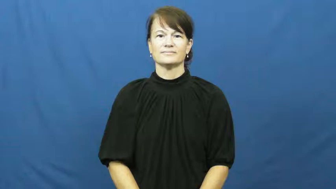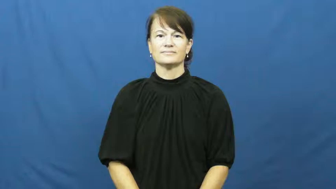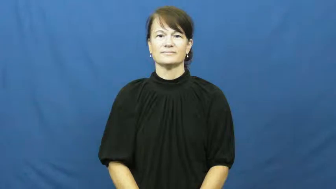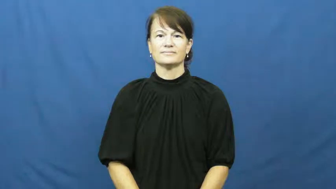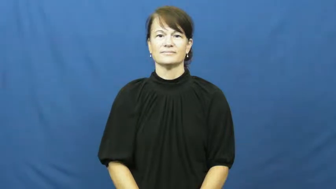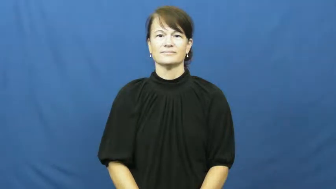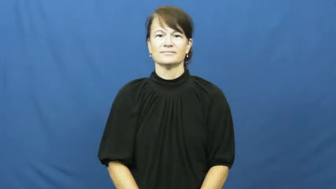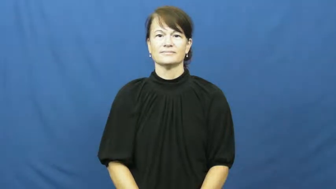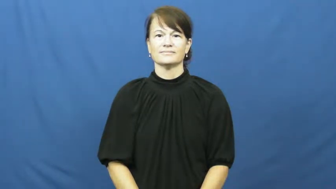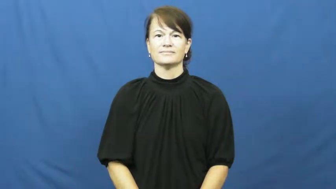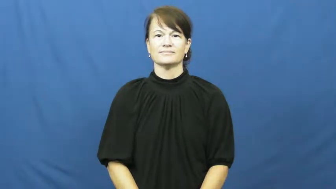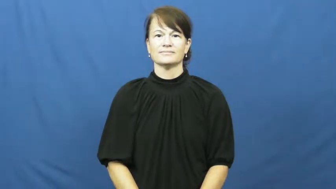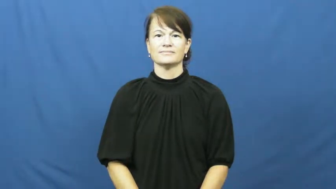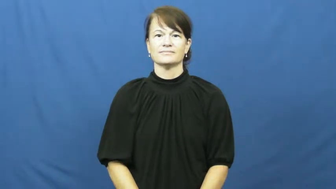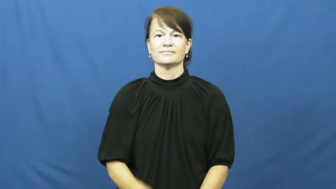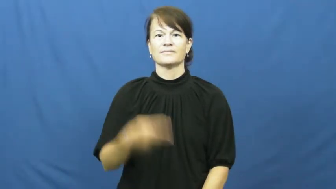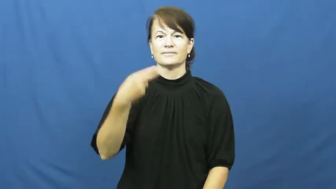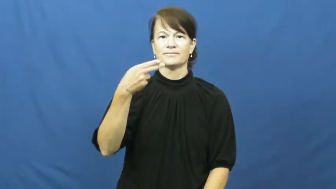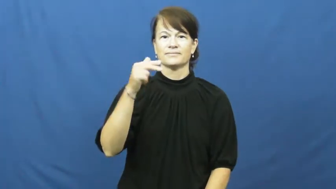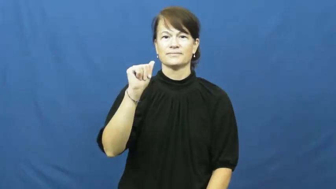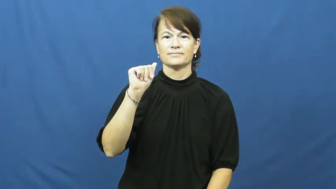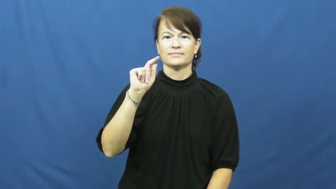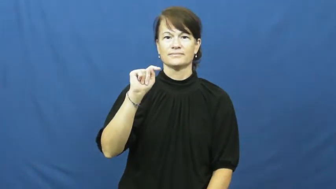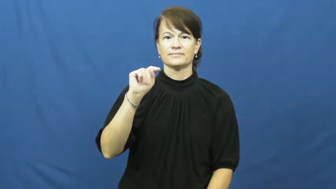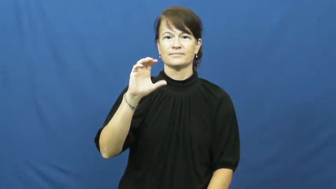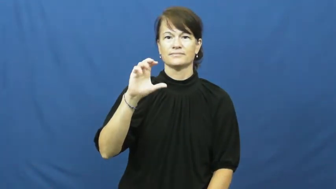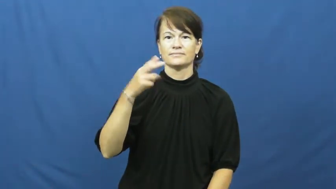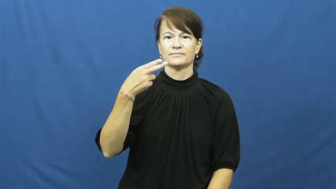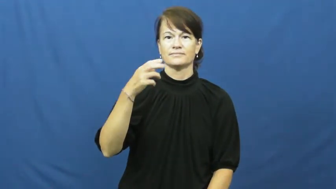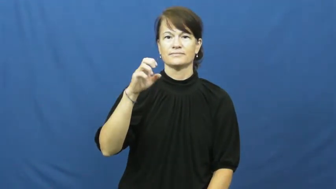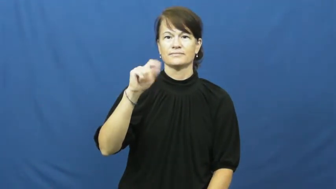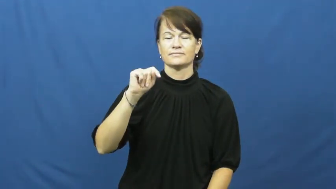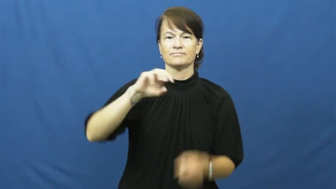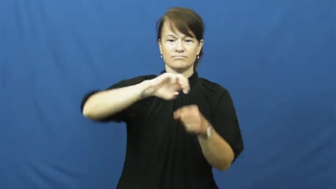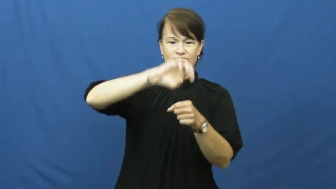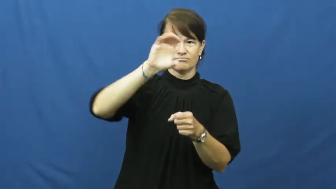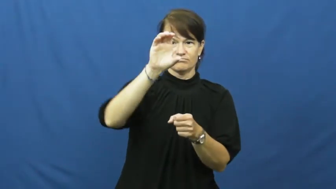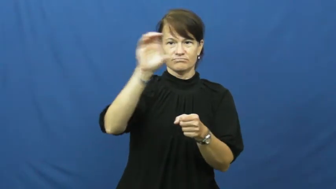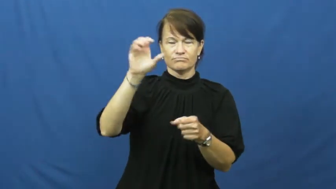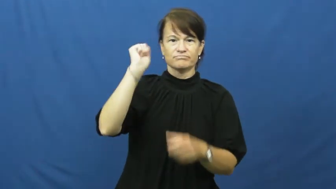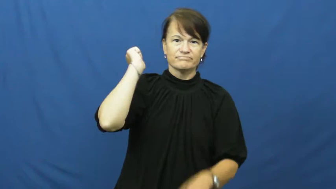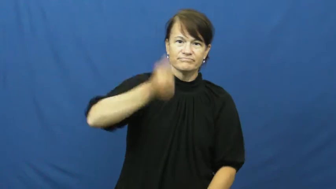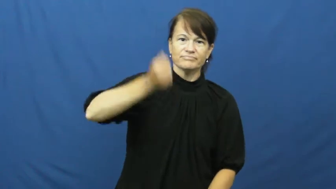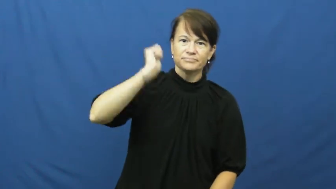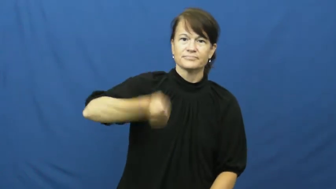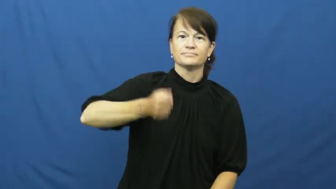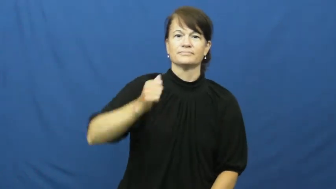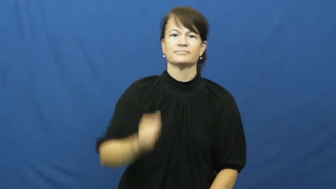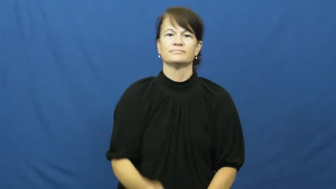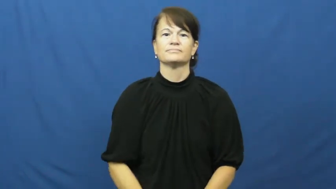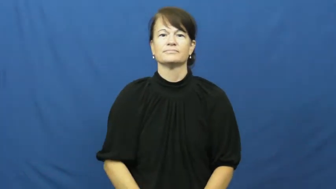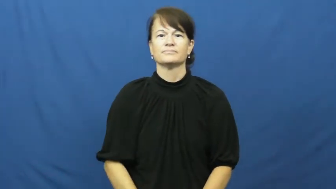hatchet